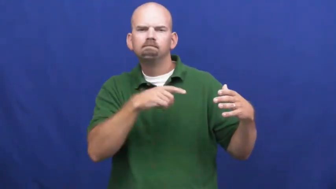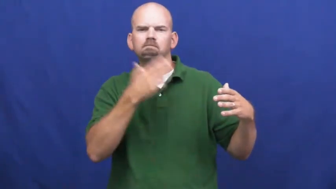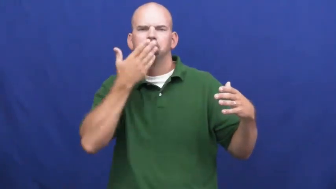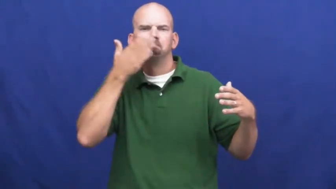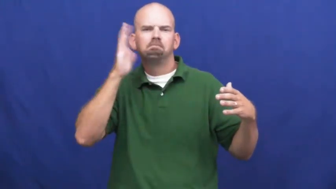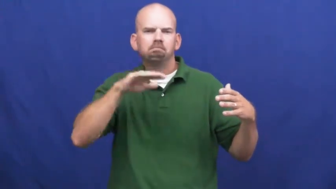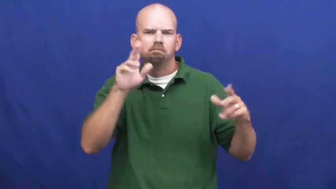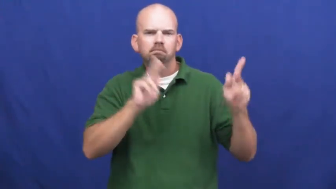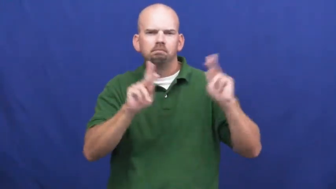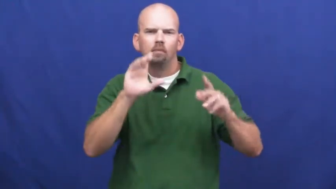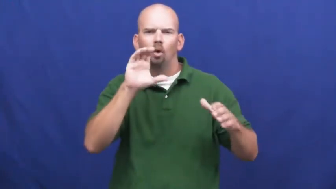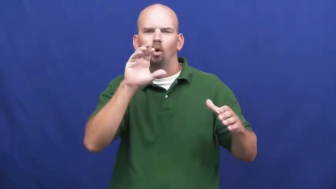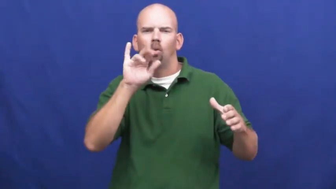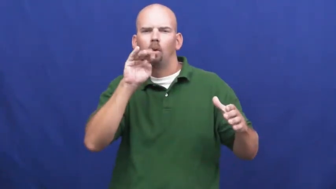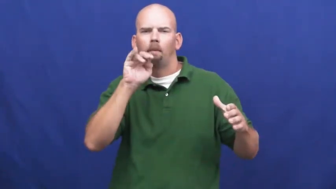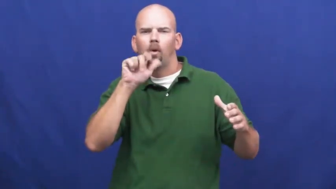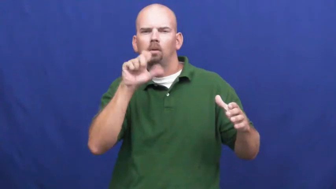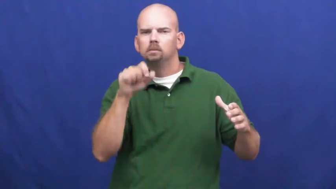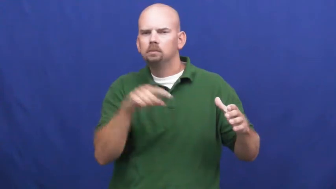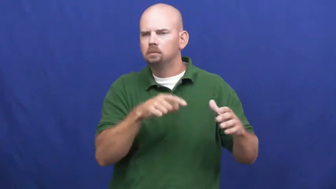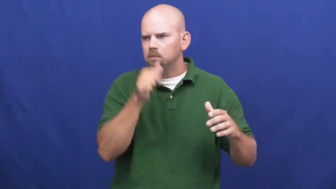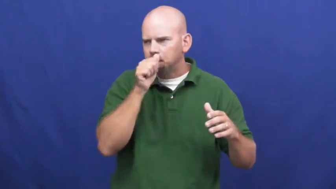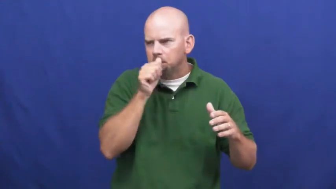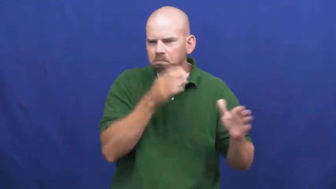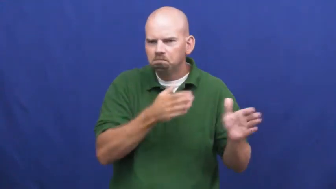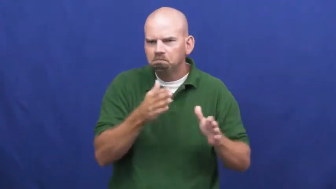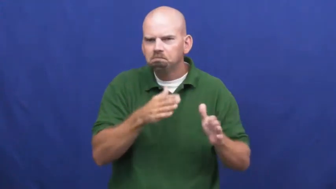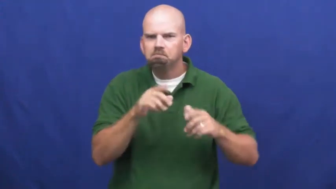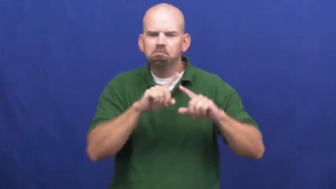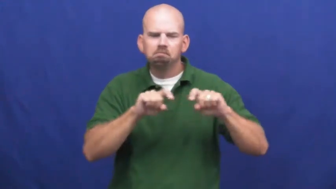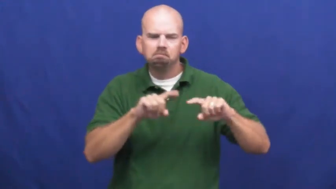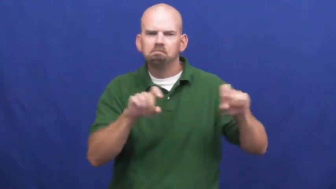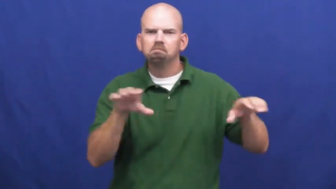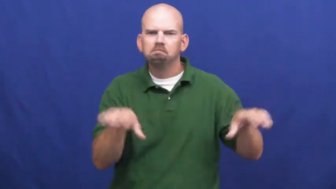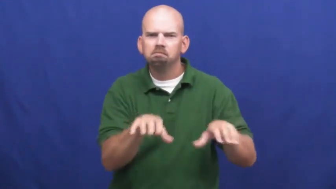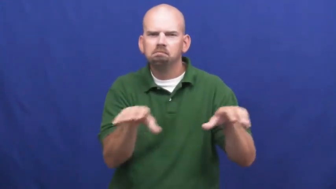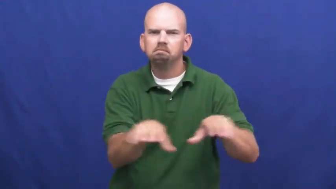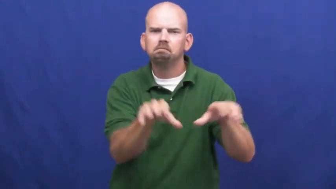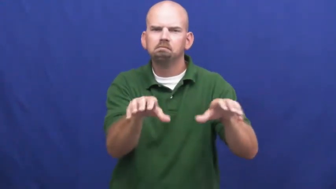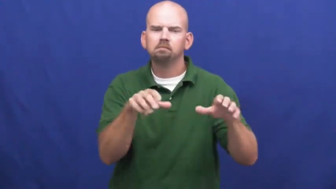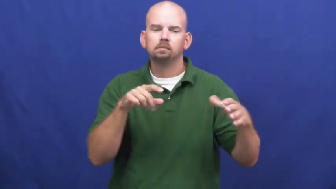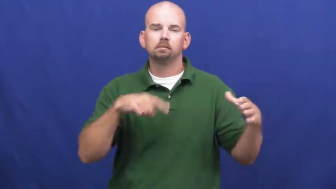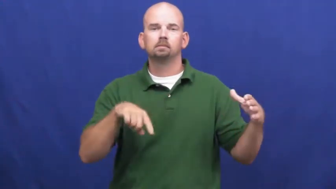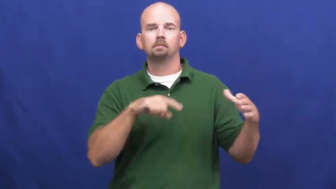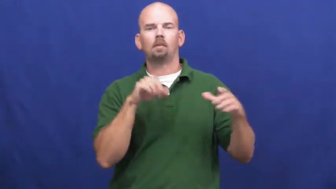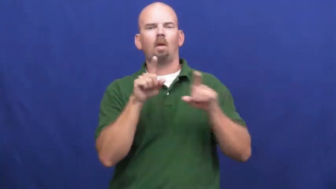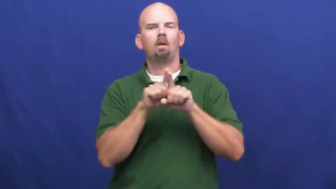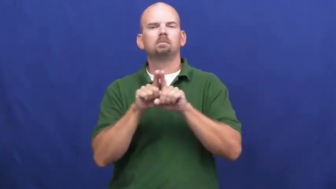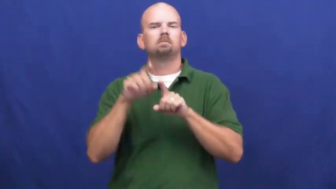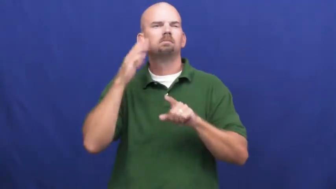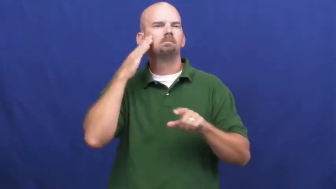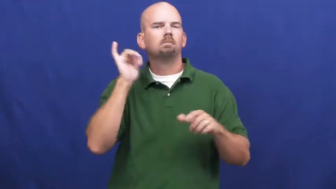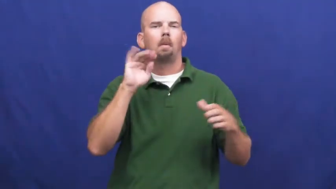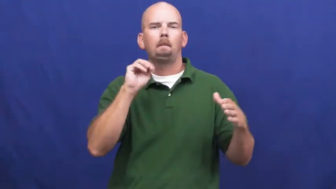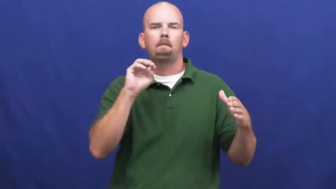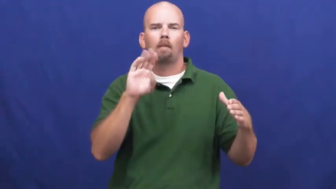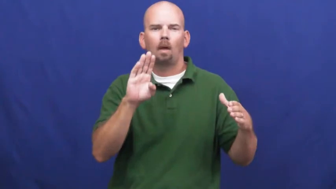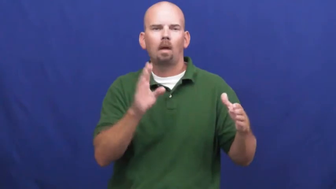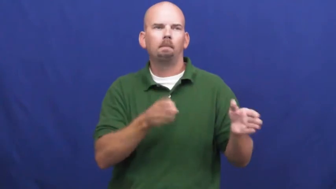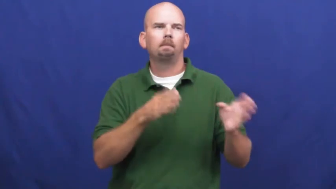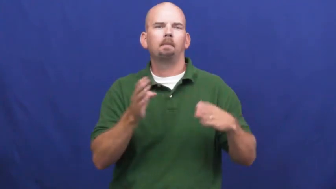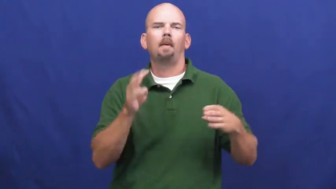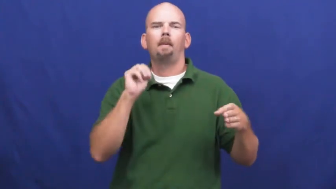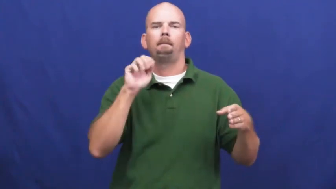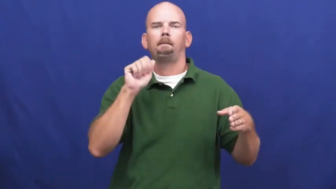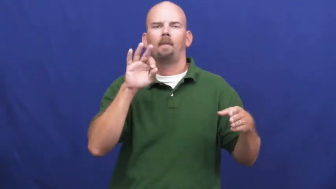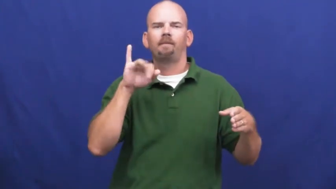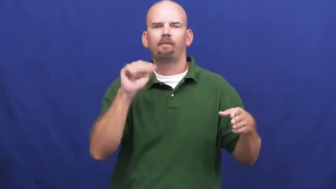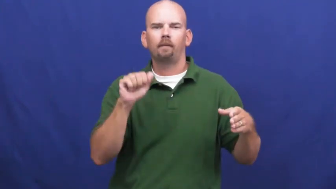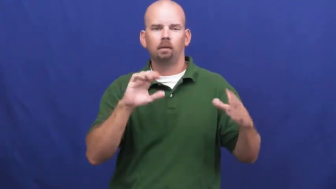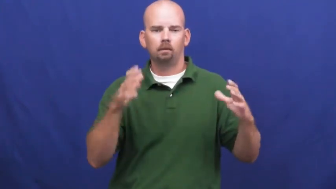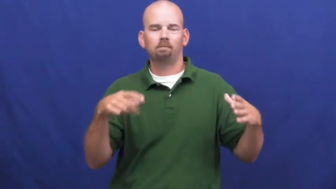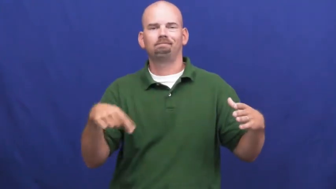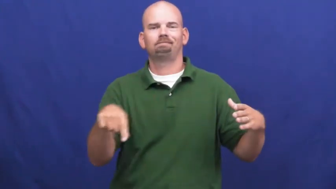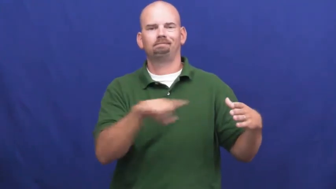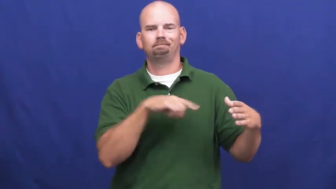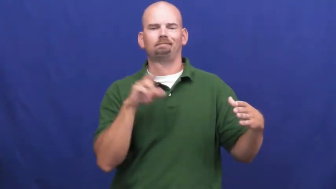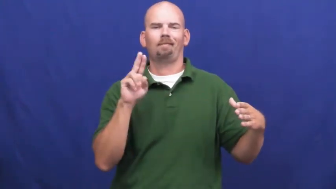underworld-crime